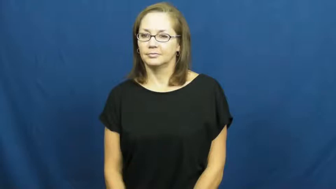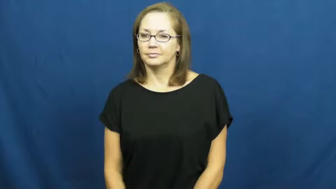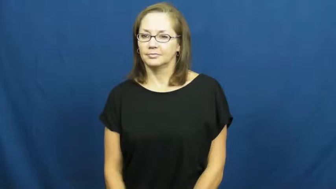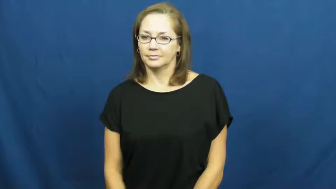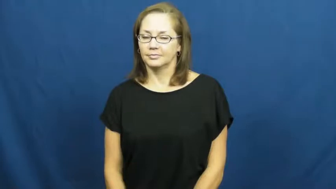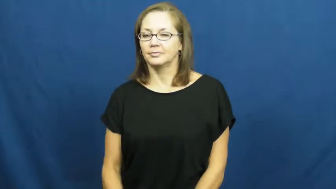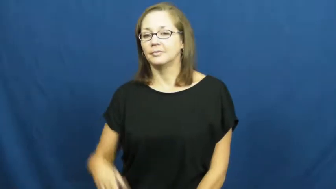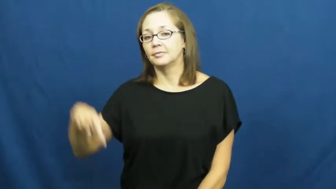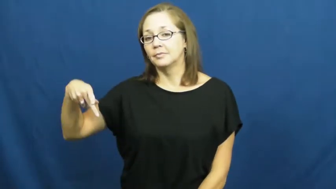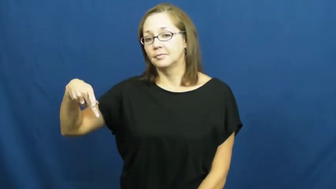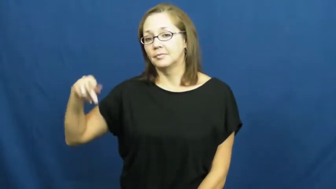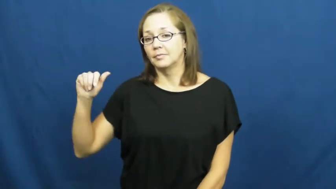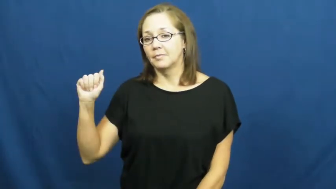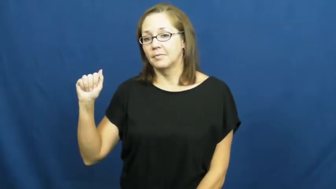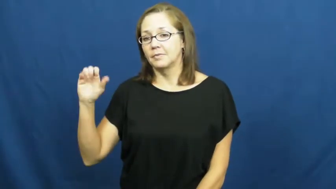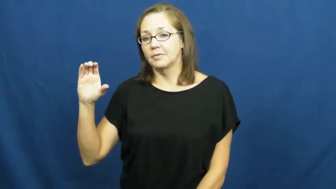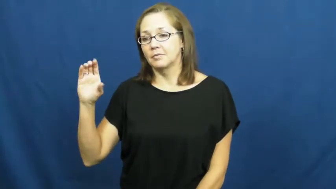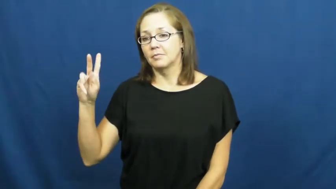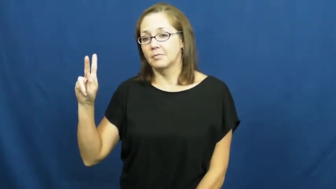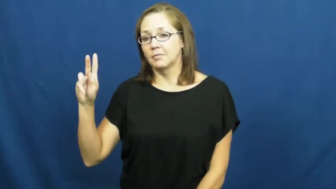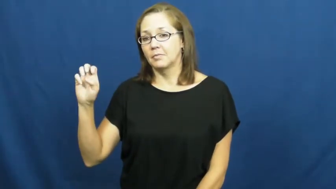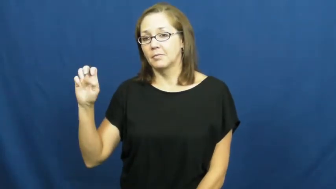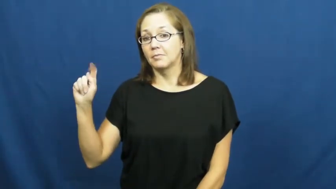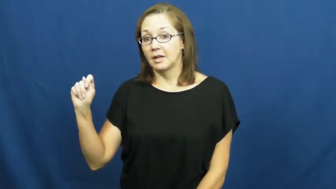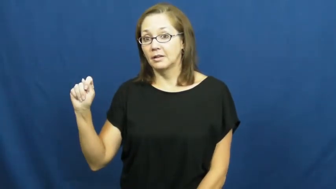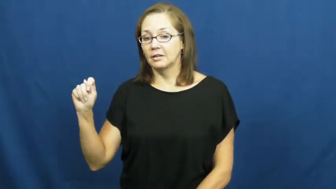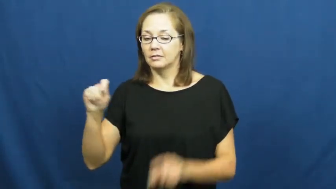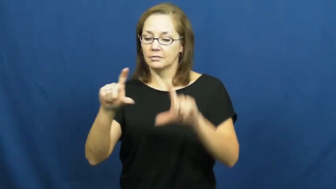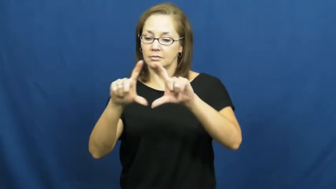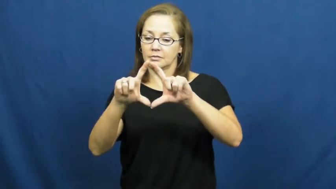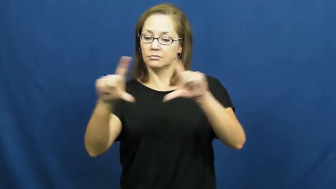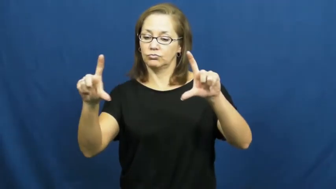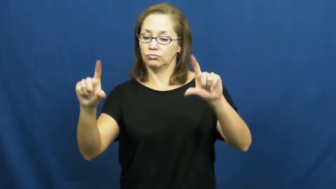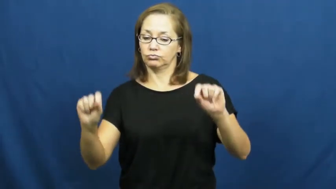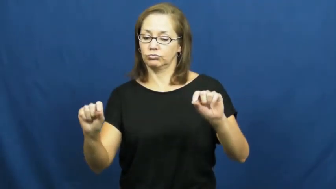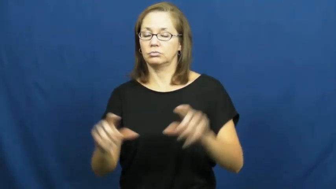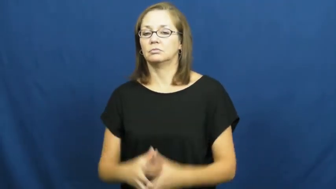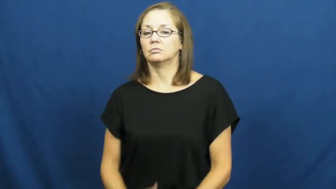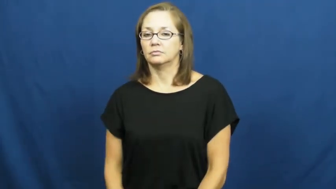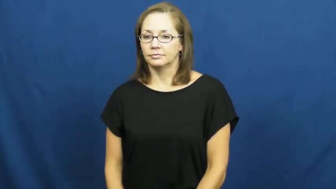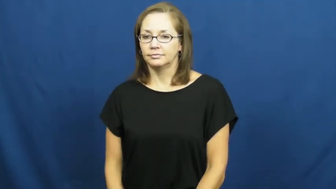packet